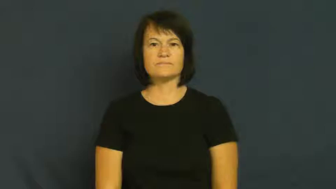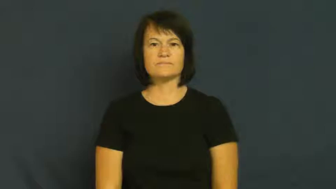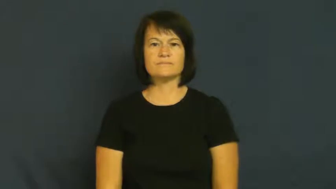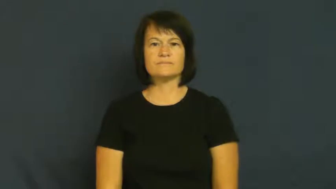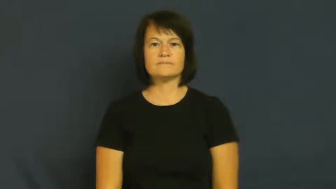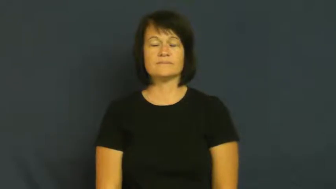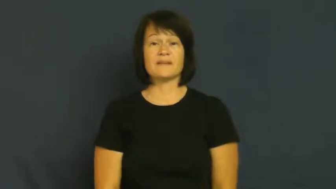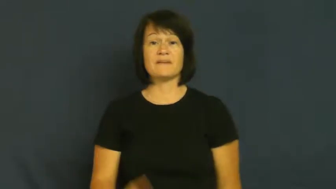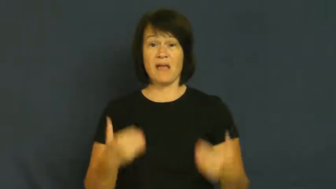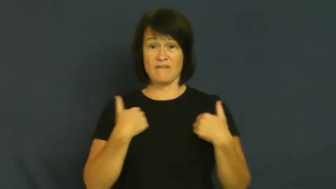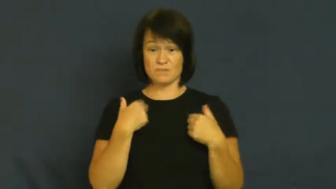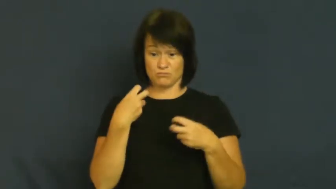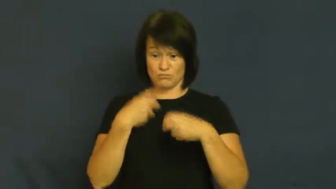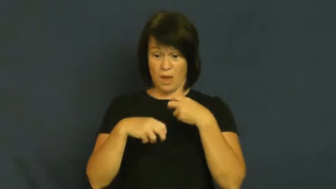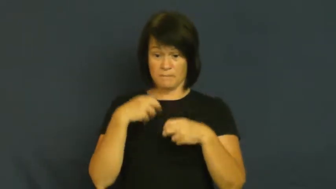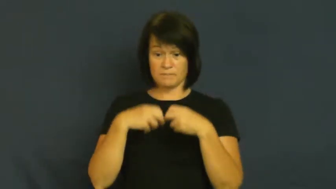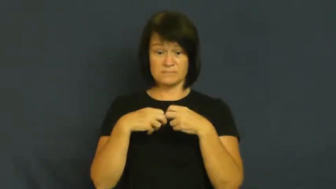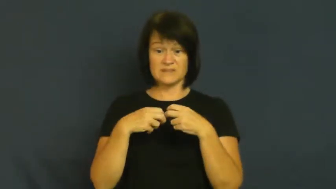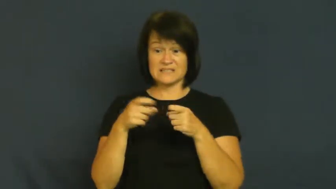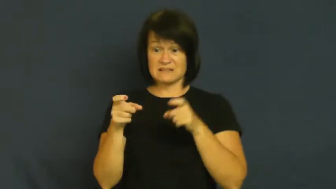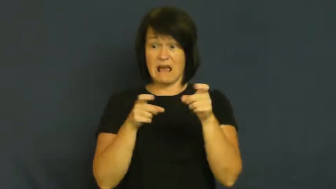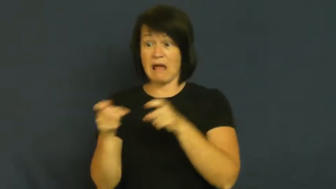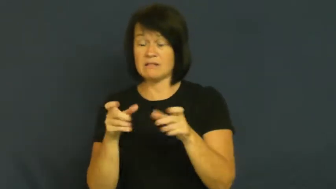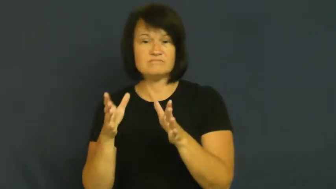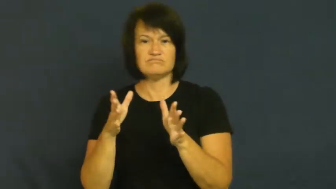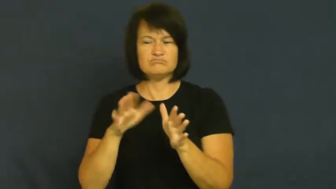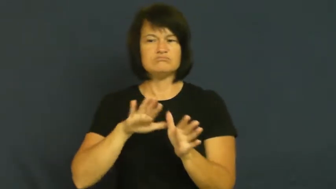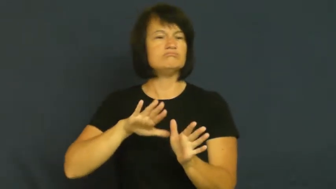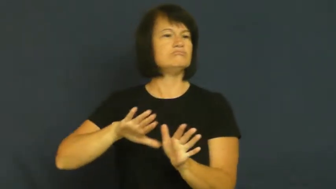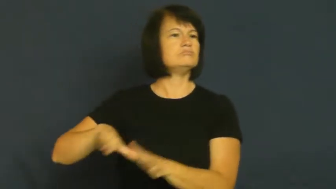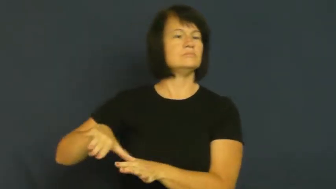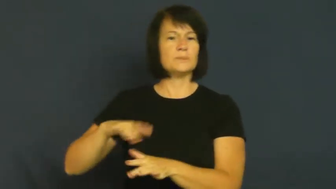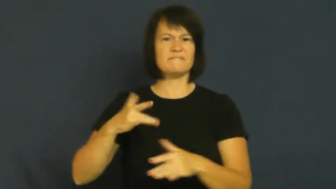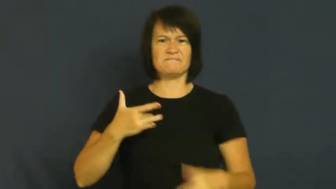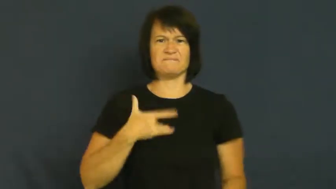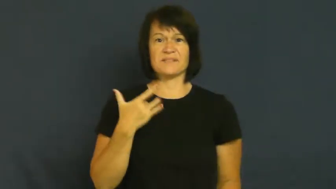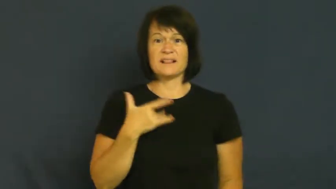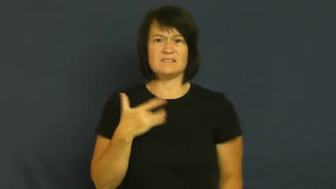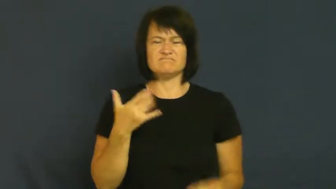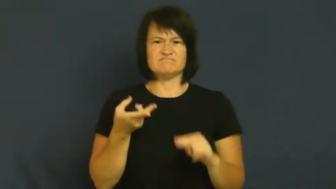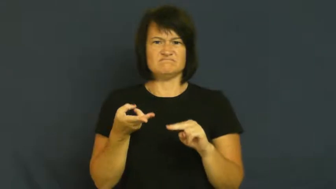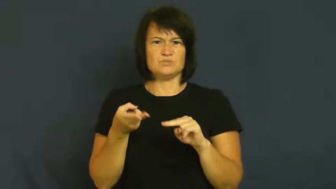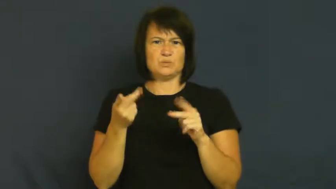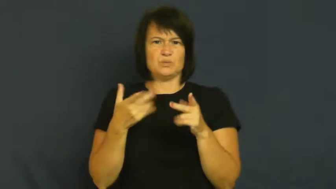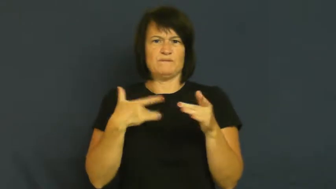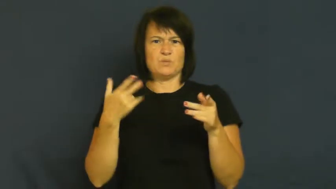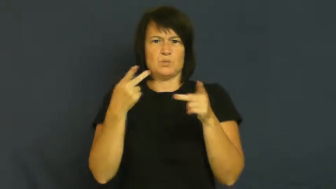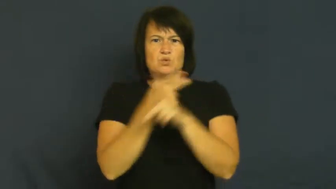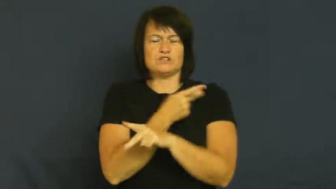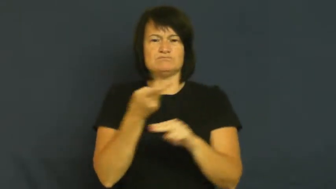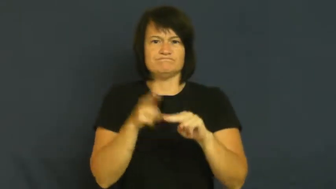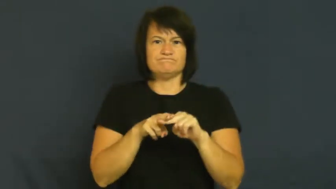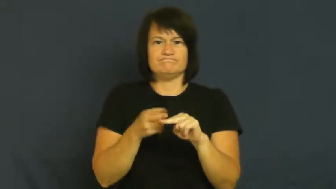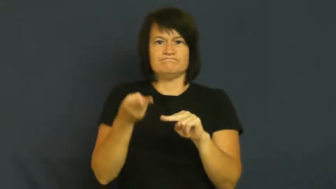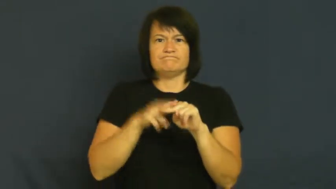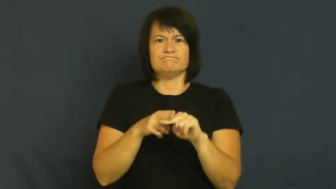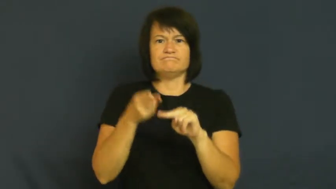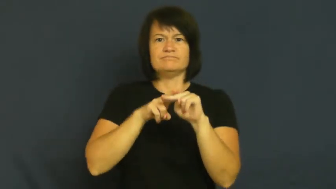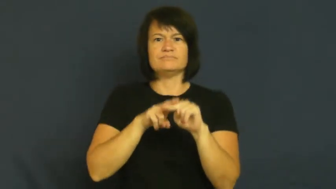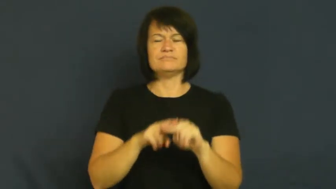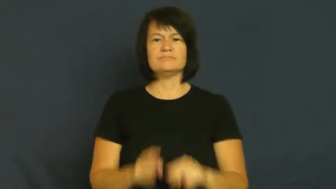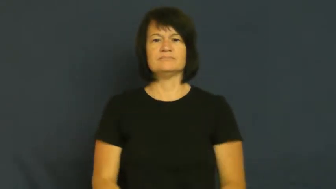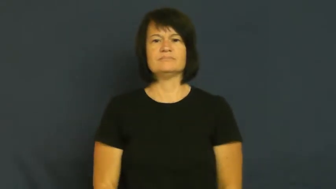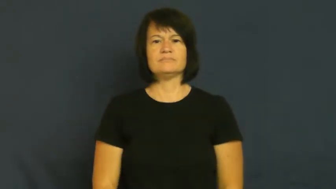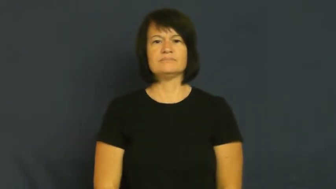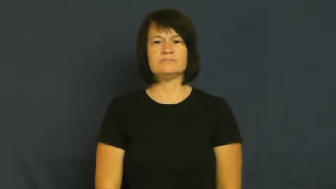fester-emotion